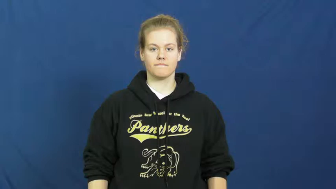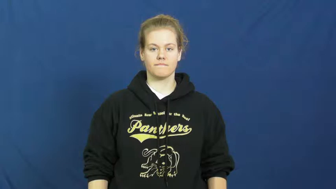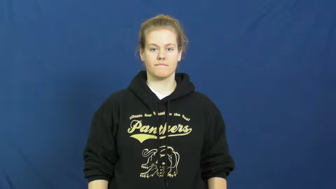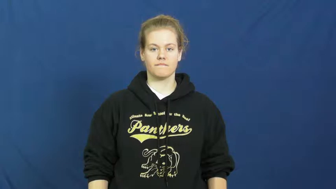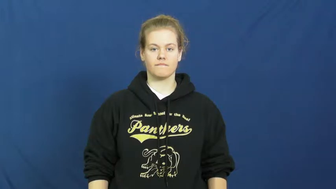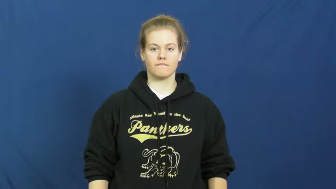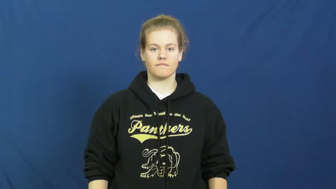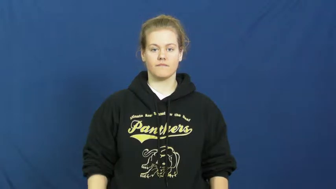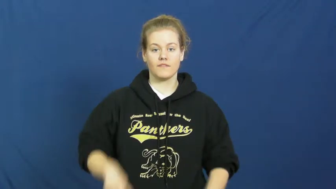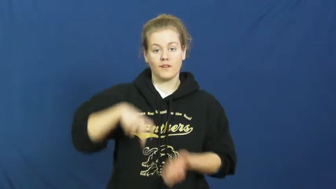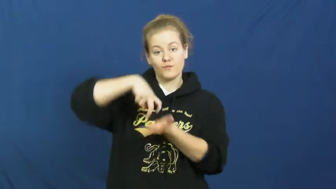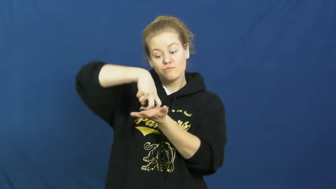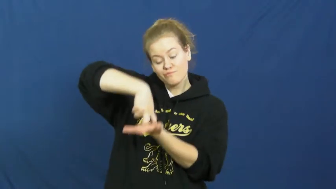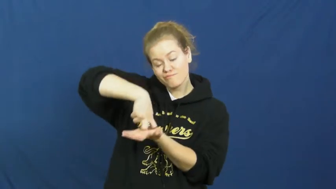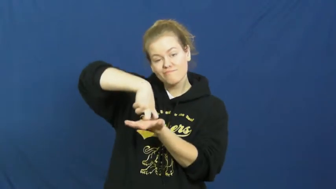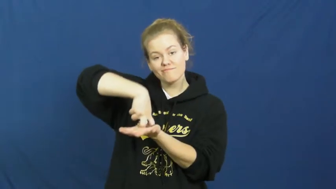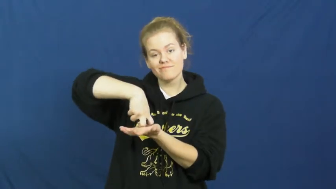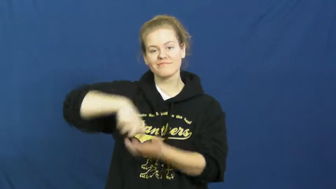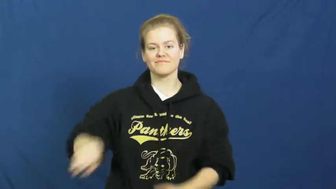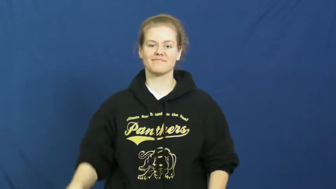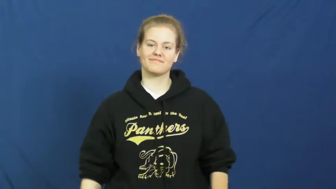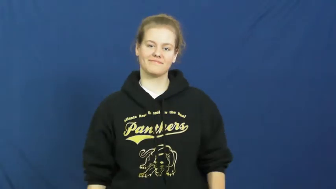kneel,settle